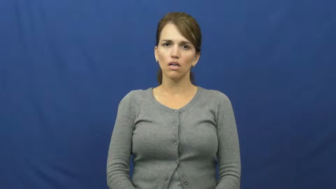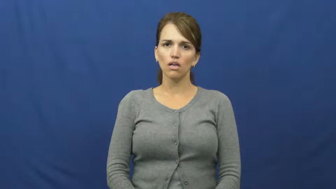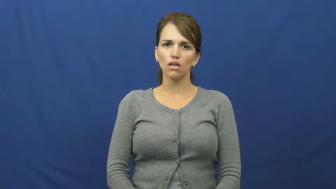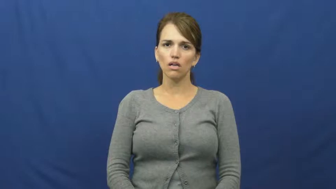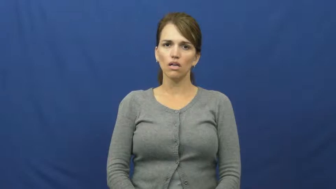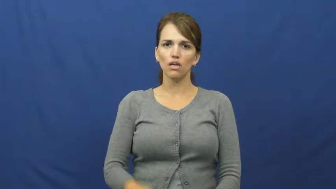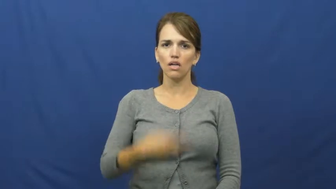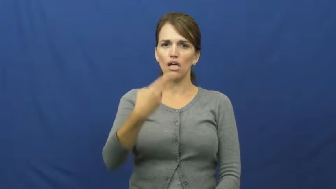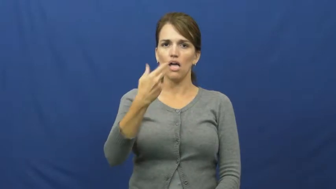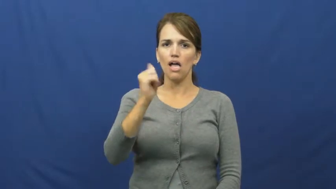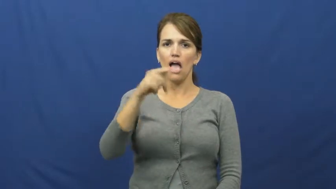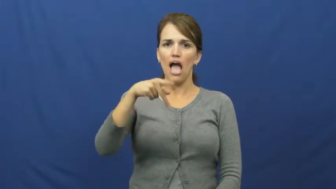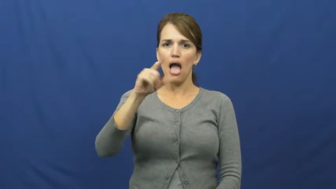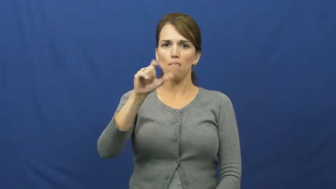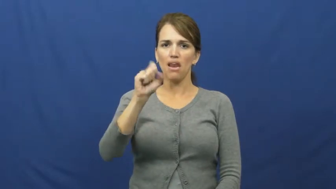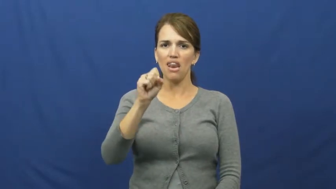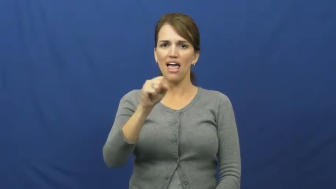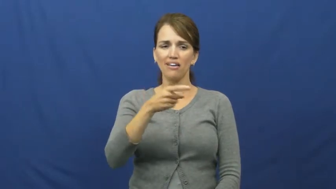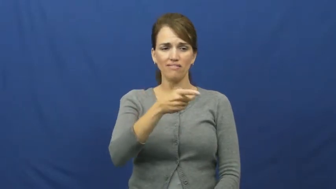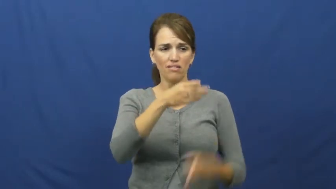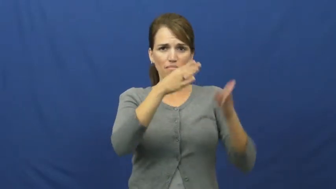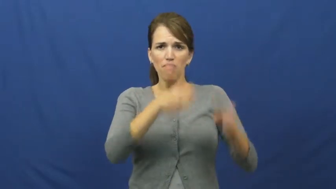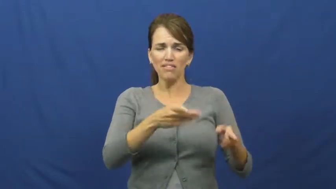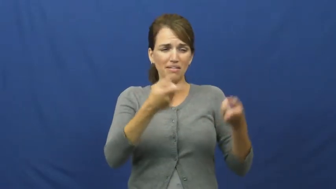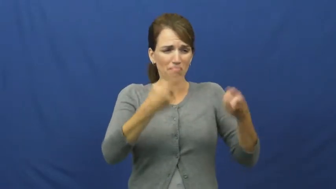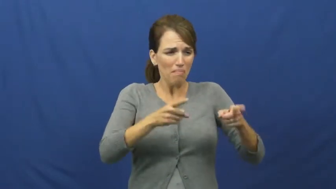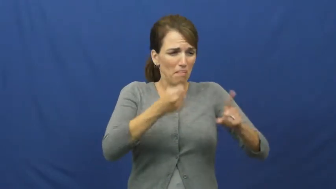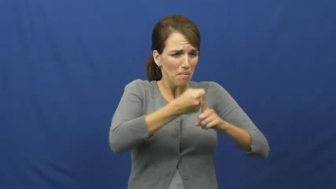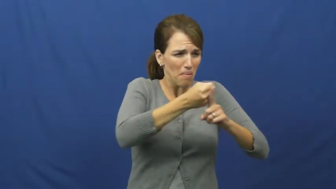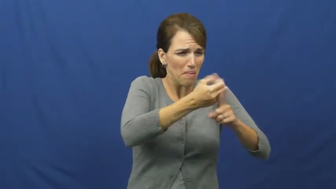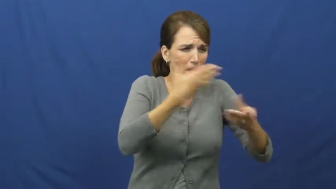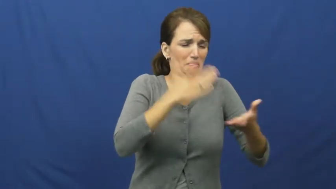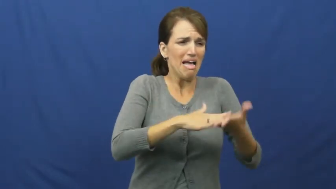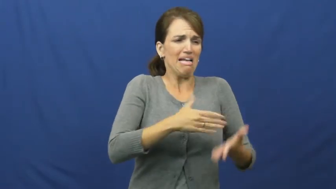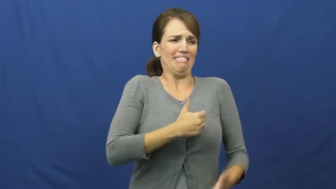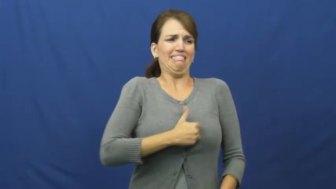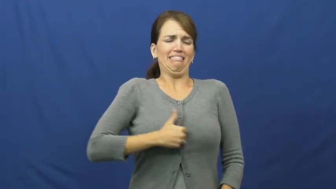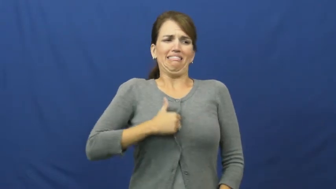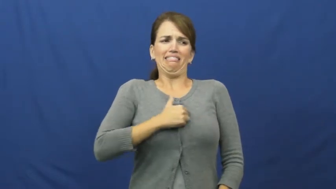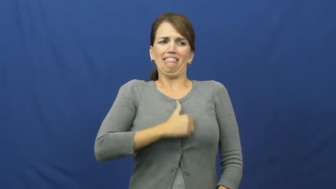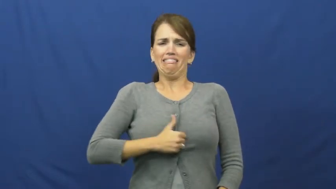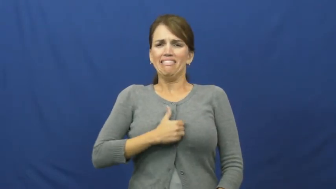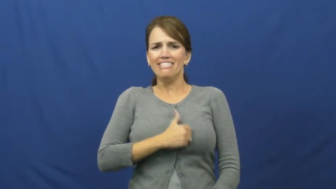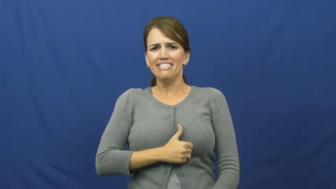hapless